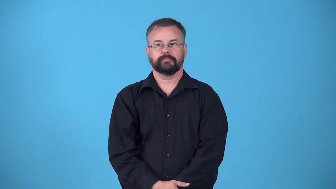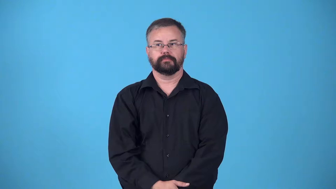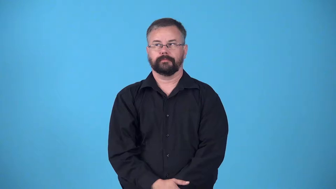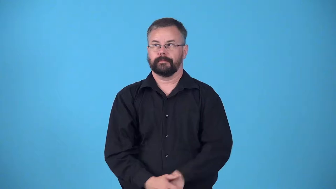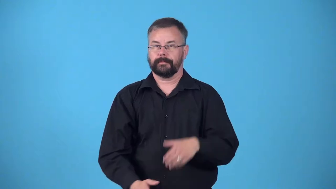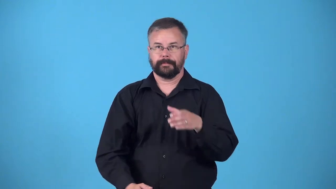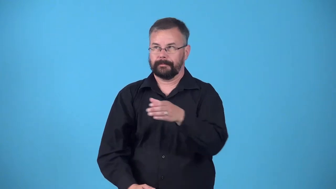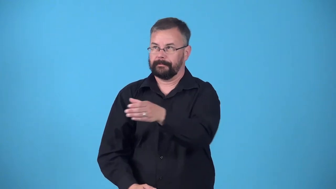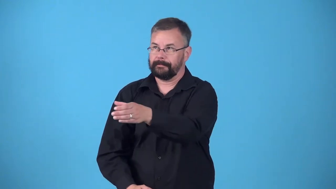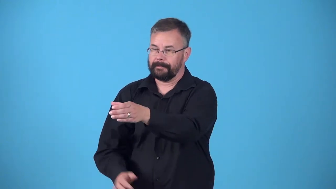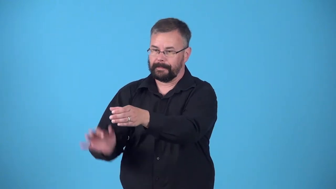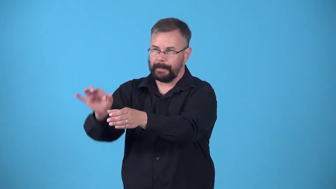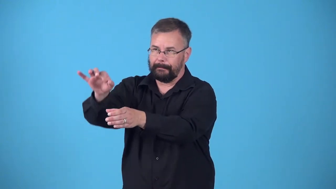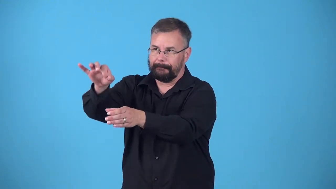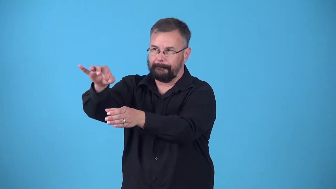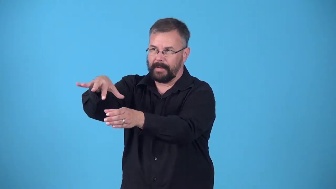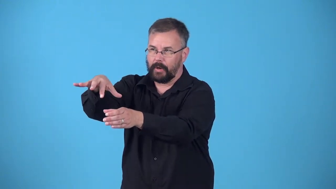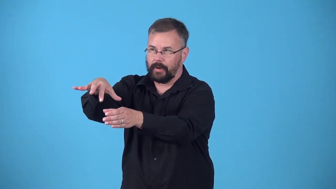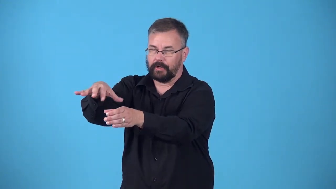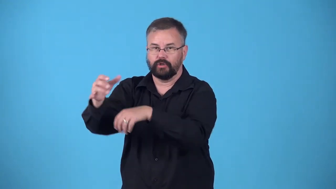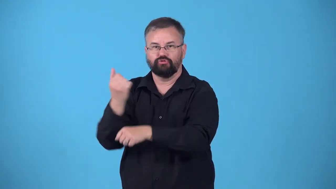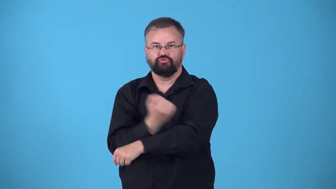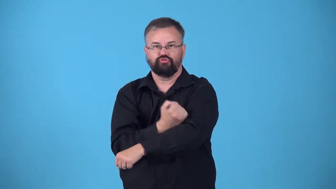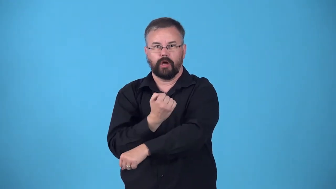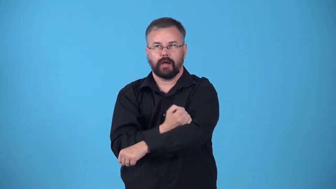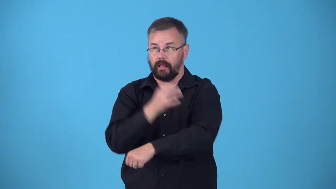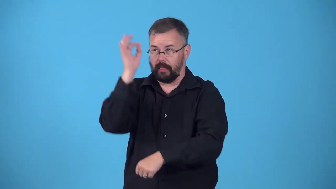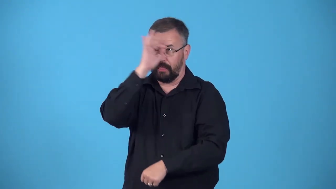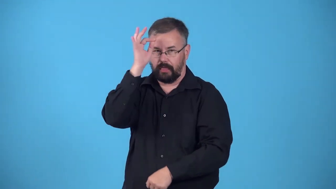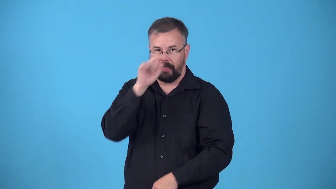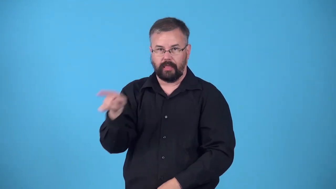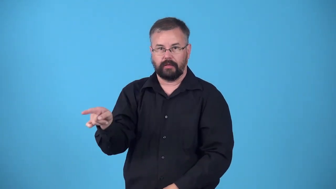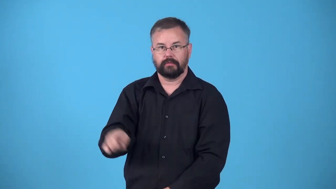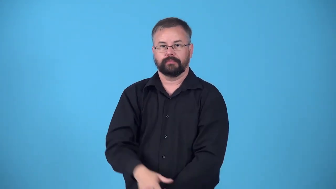drug,dope